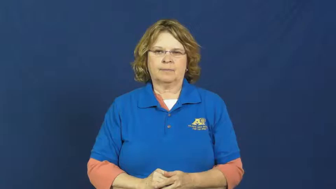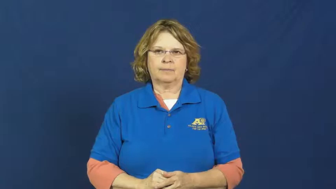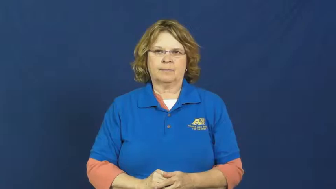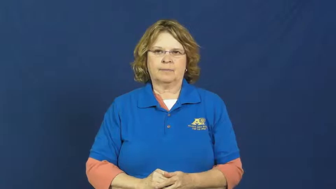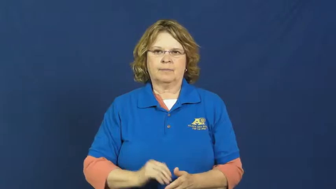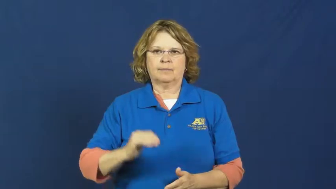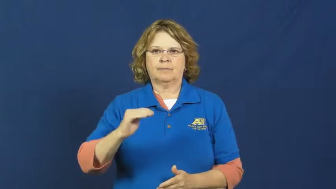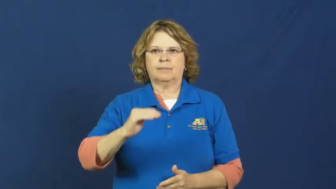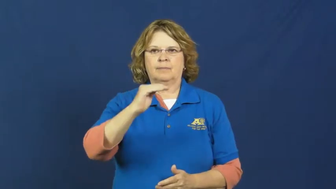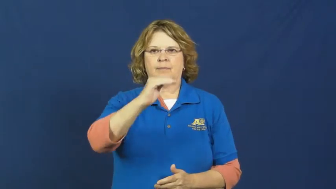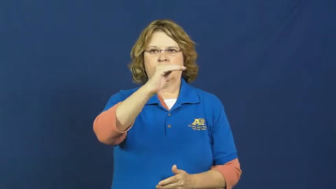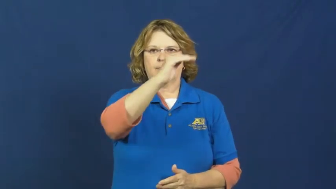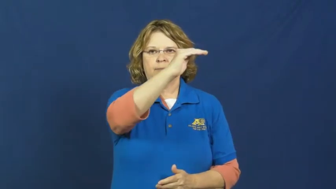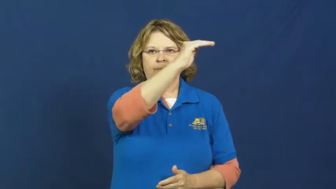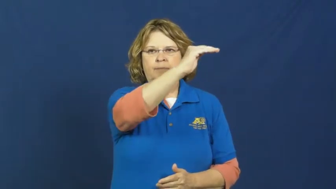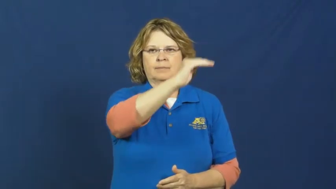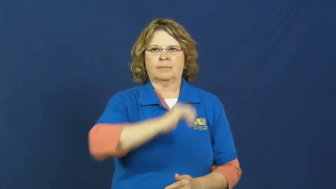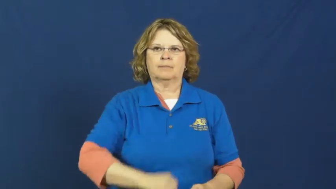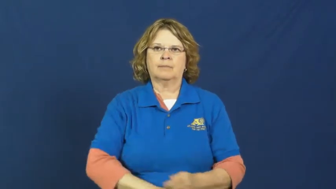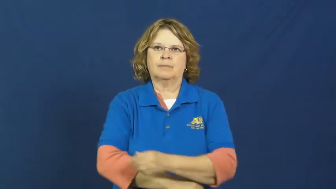stairs